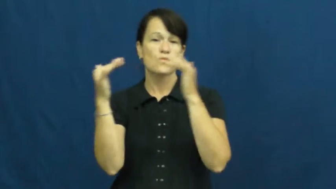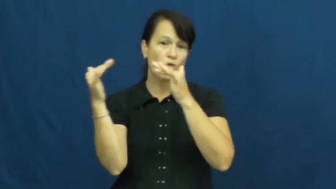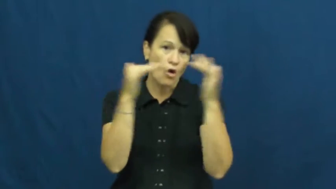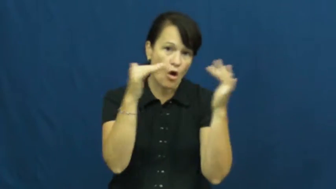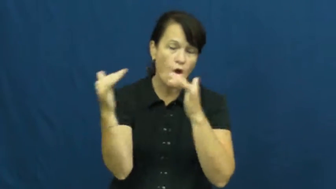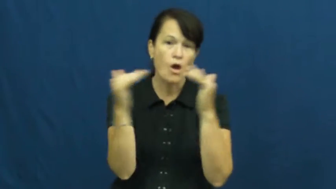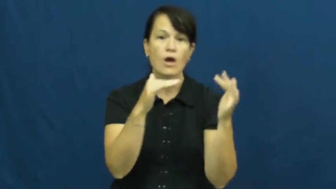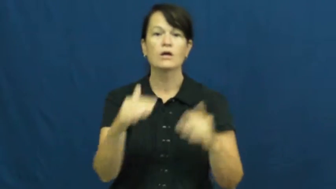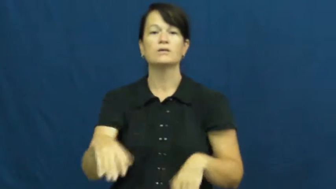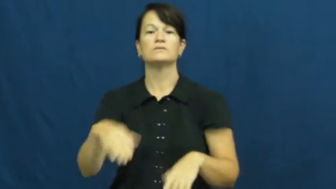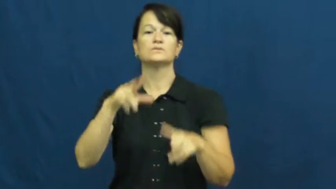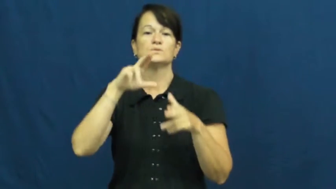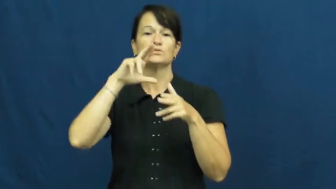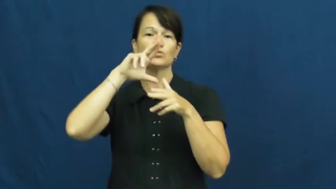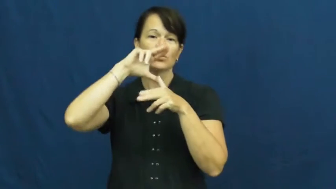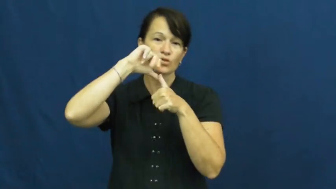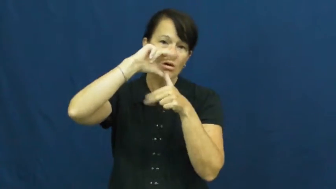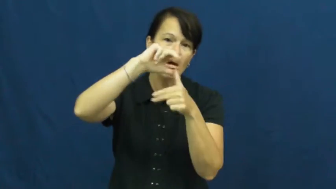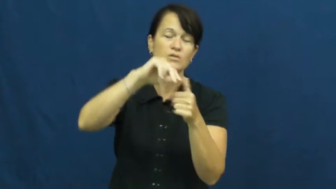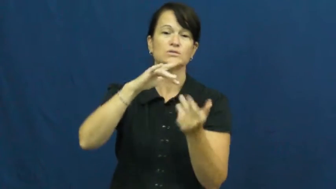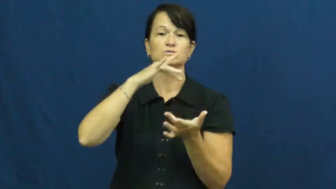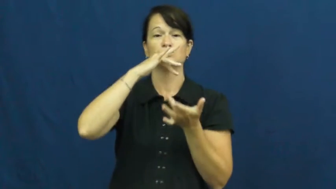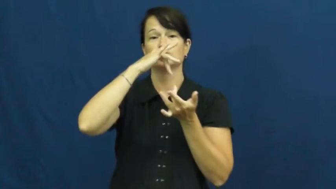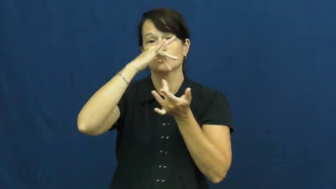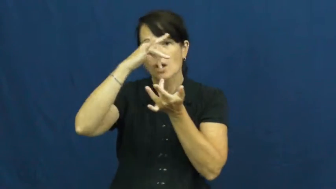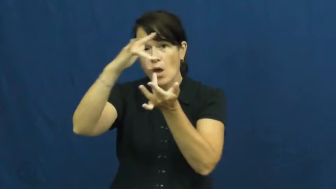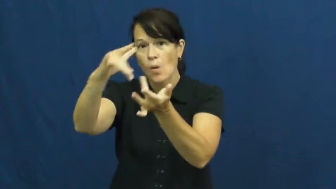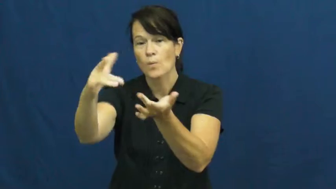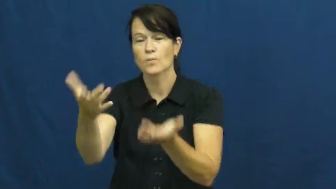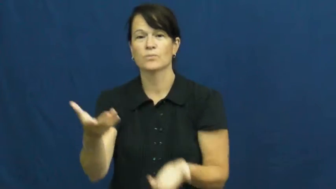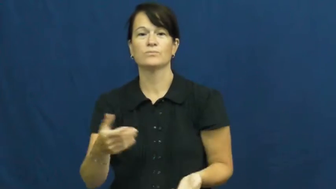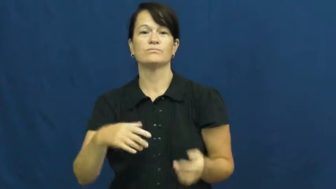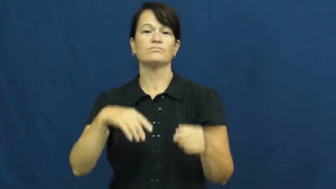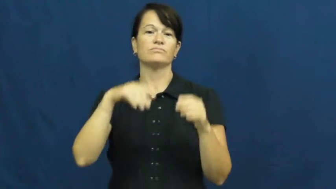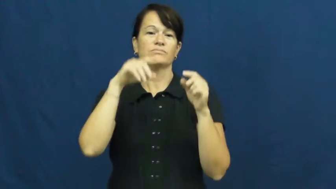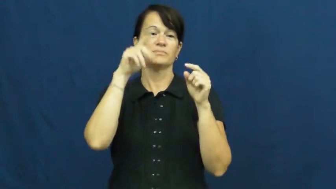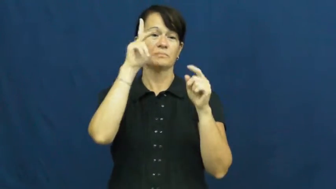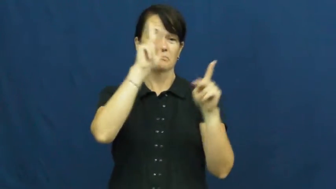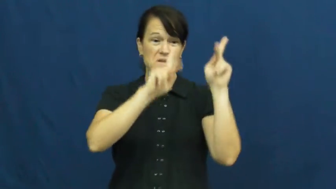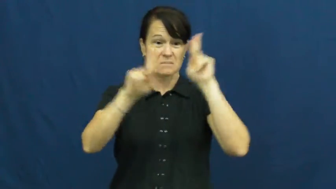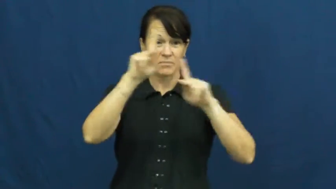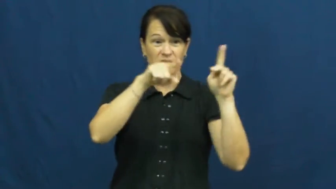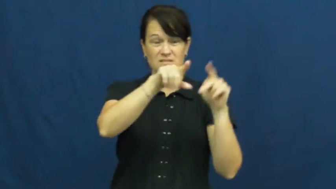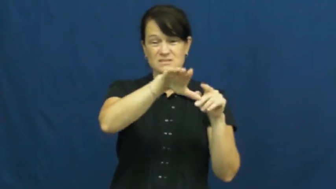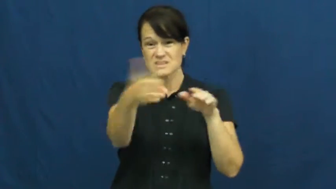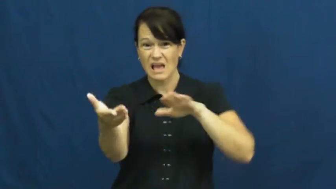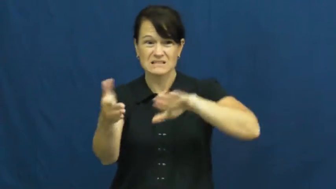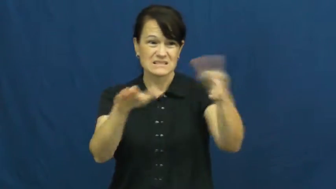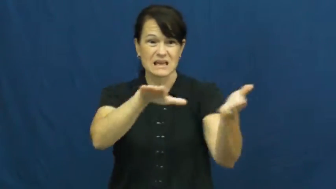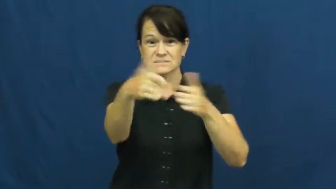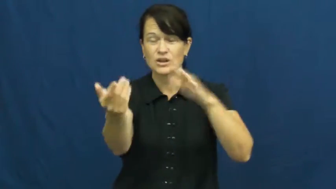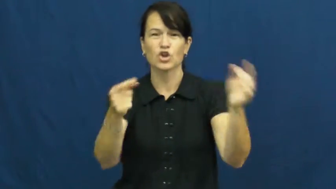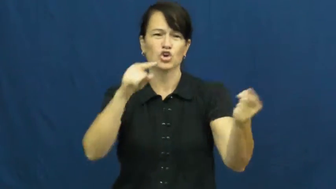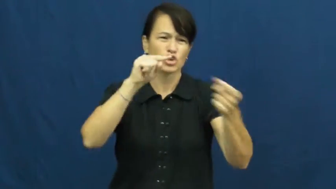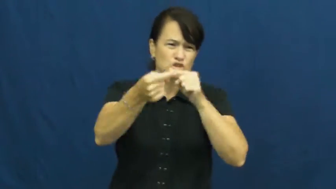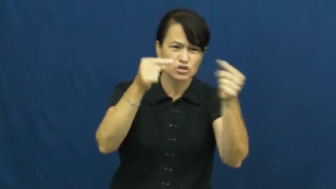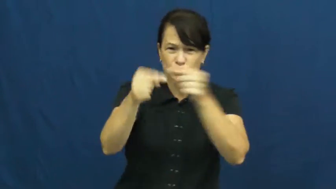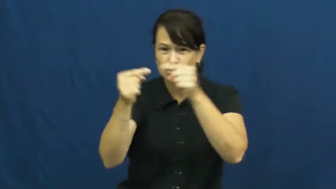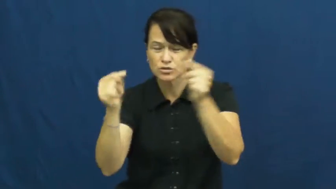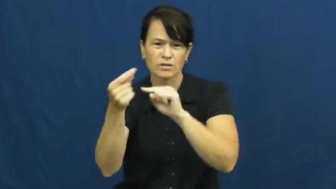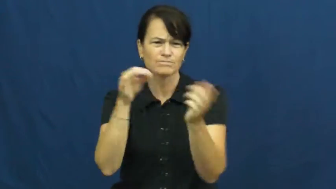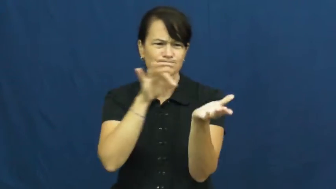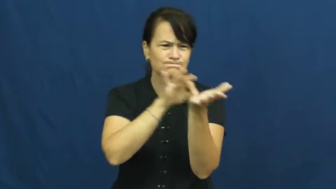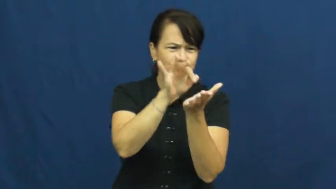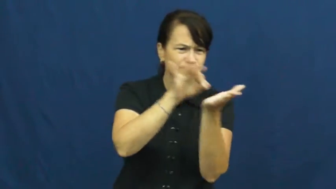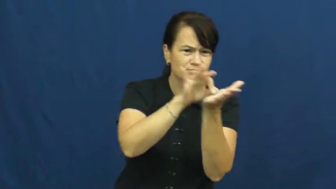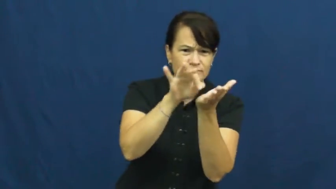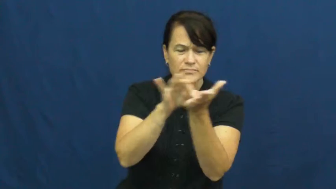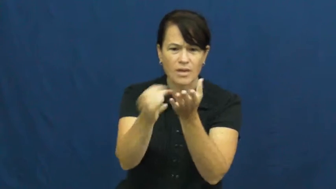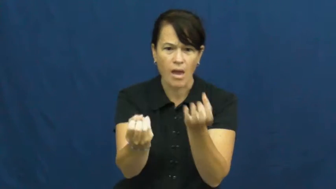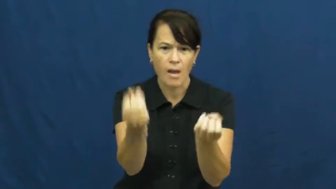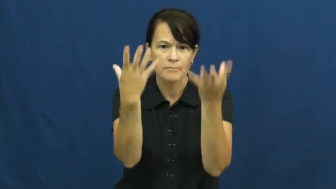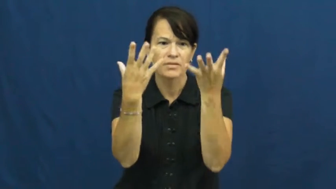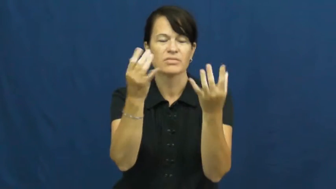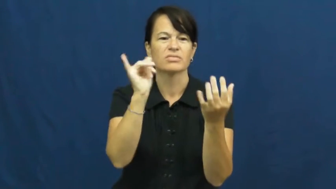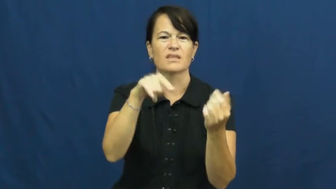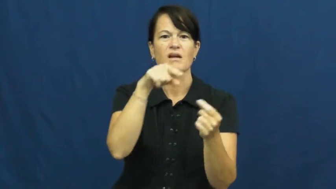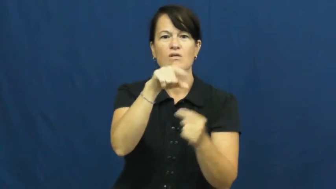toll-harm